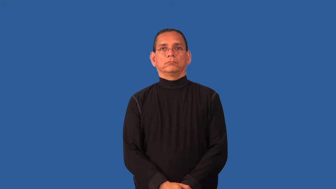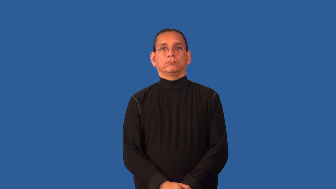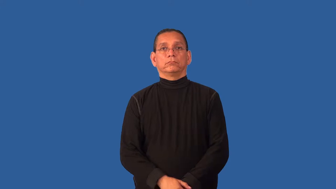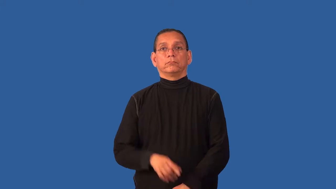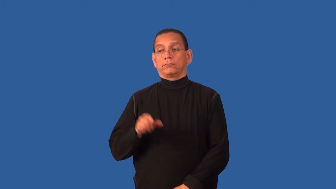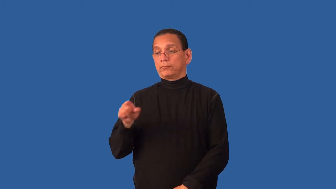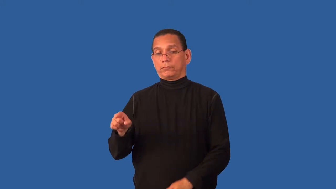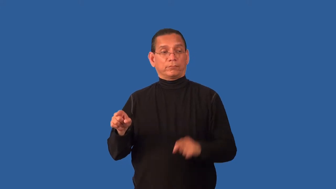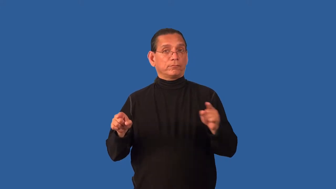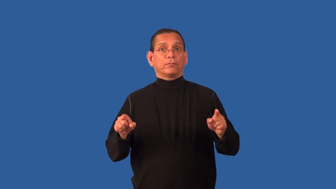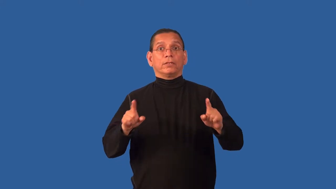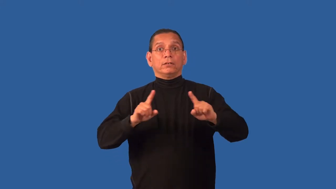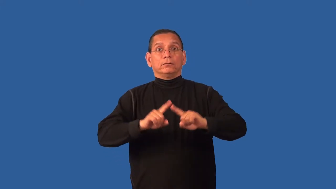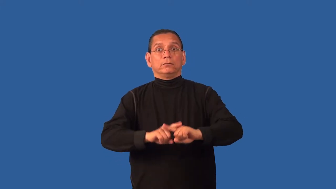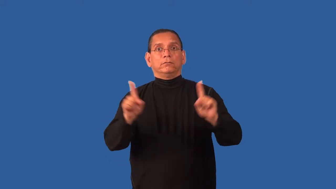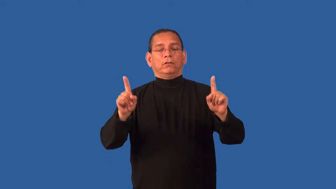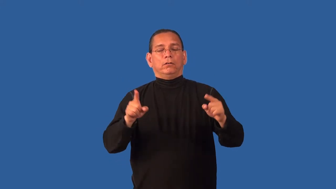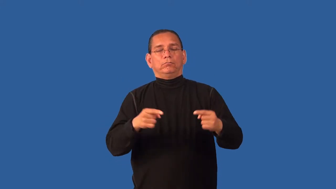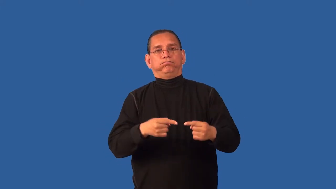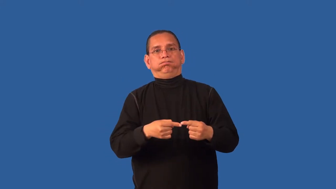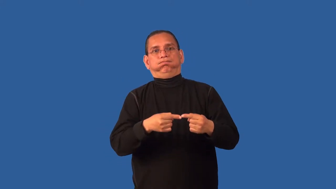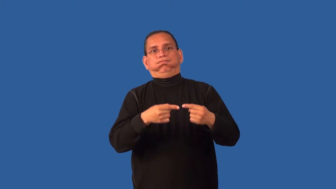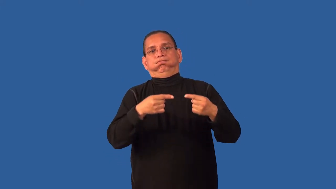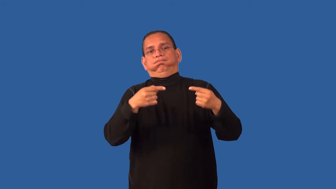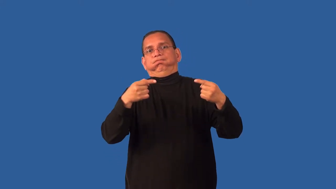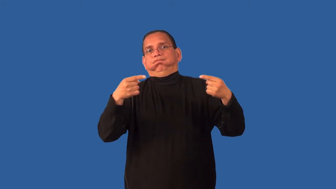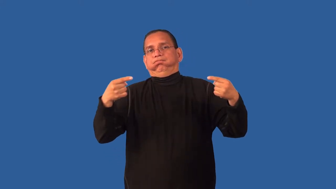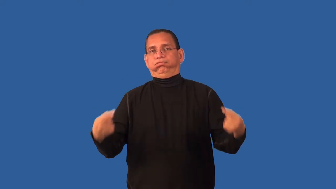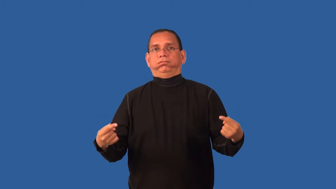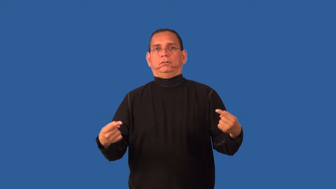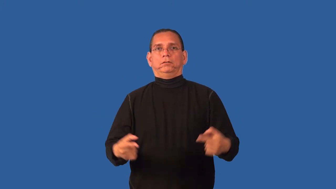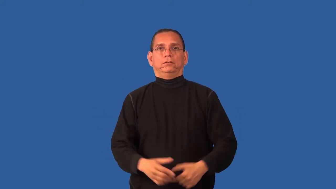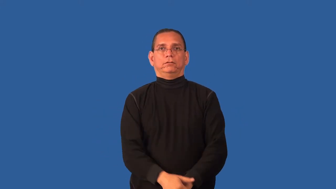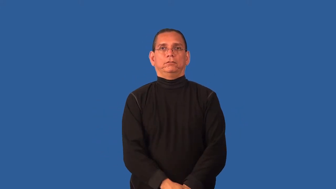contrast-emhpasize differences